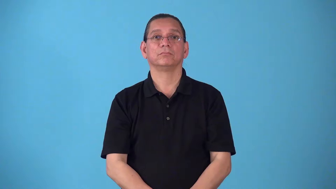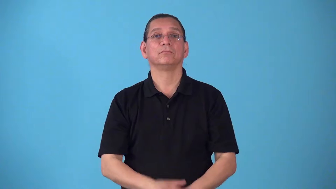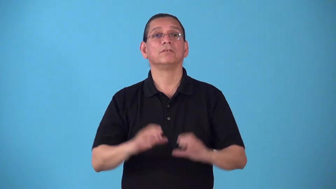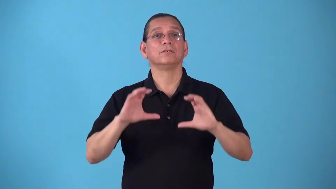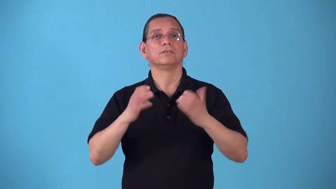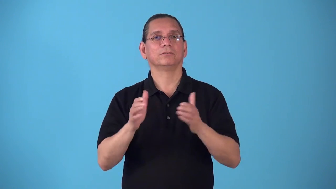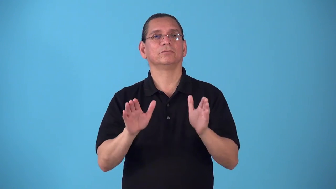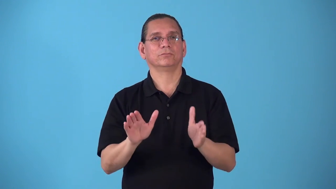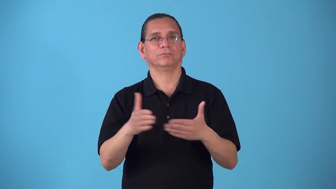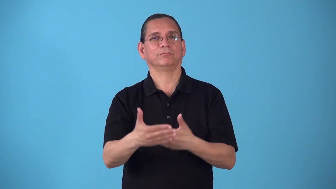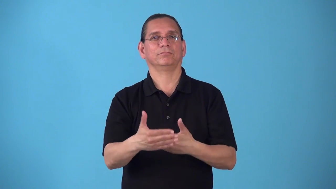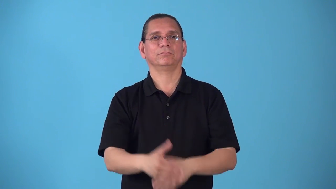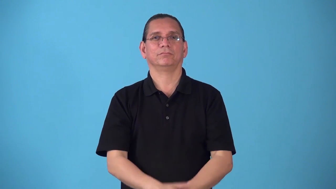schoolroom